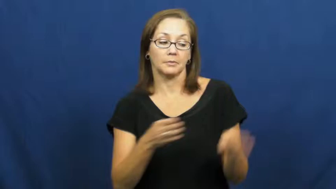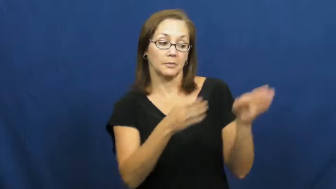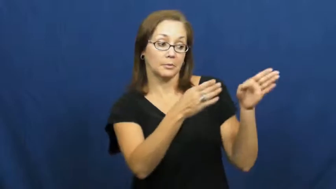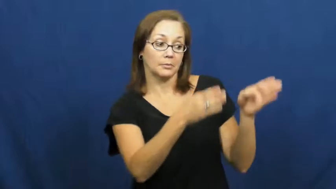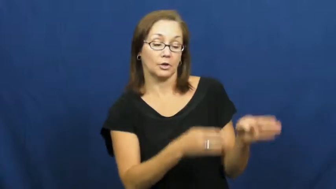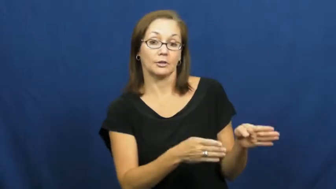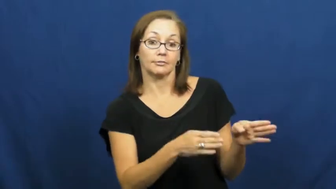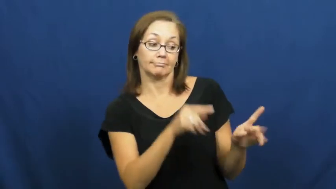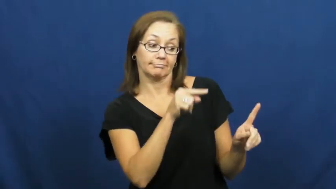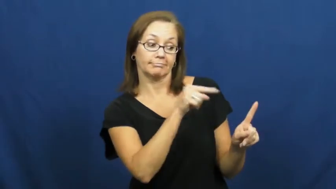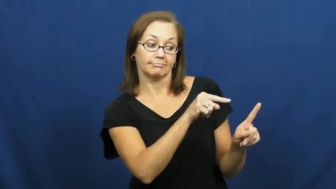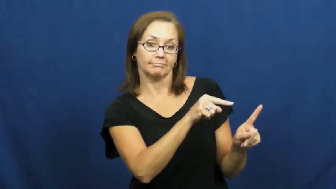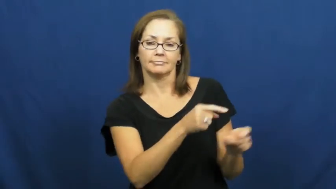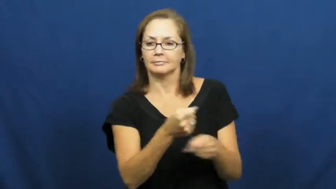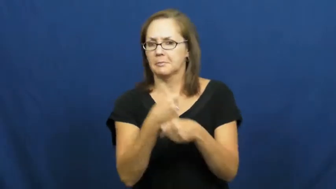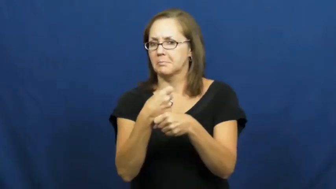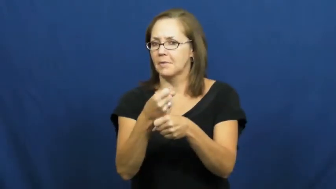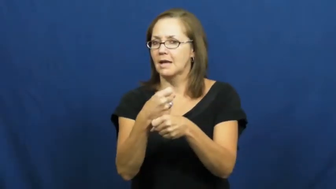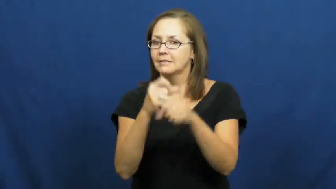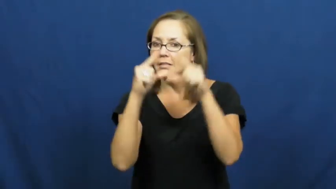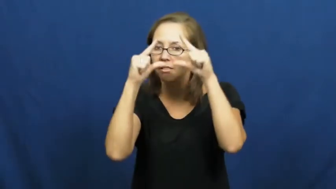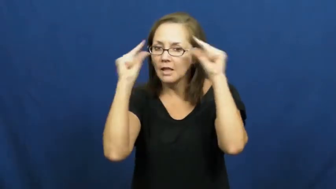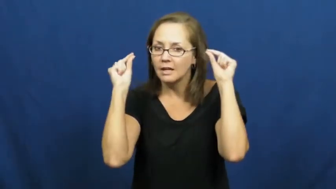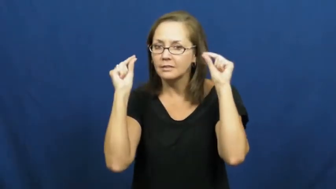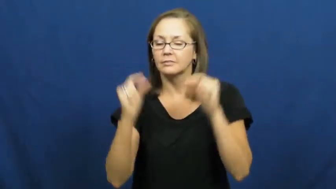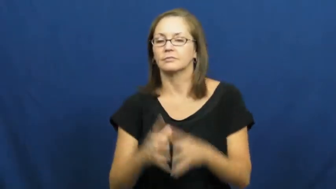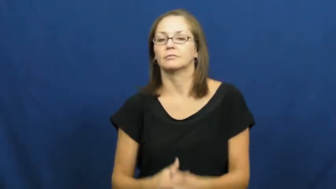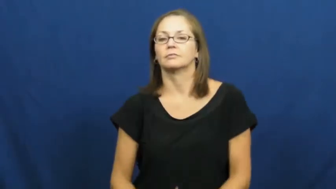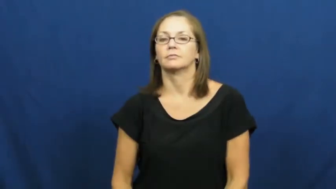optician,optometrist,oculist